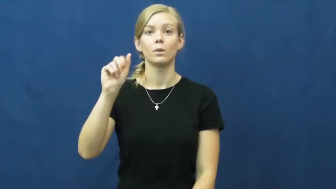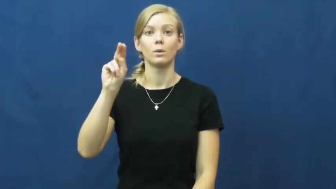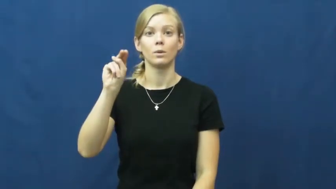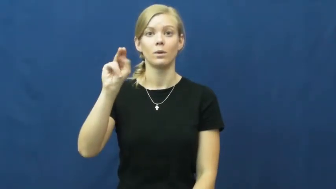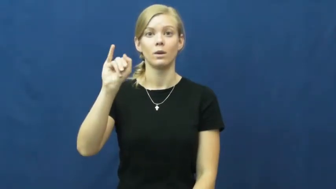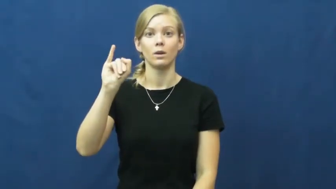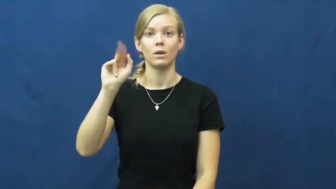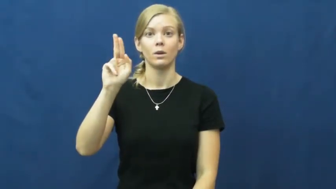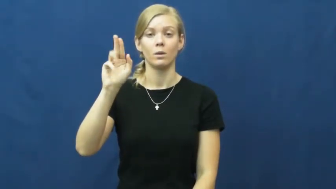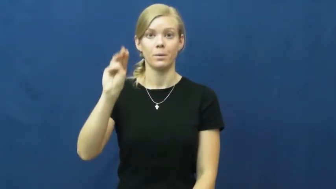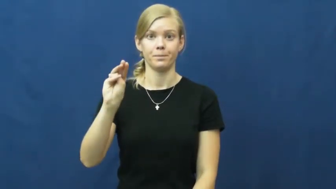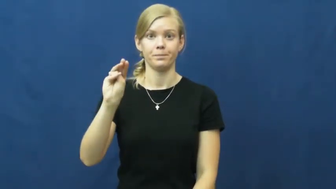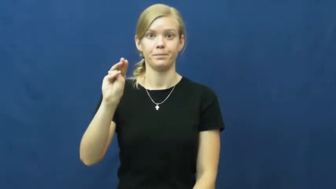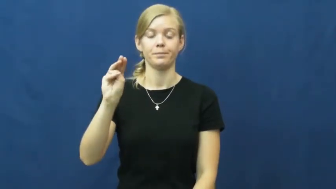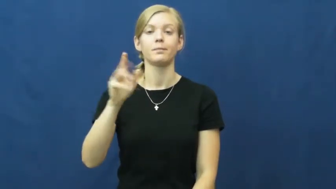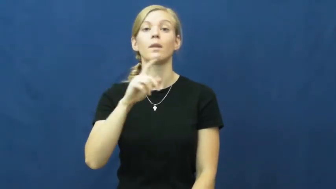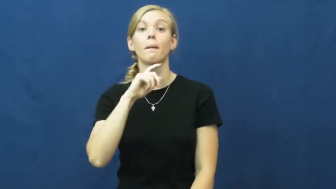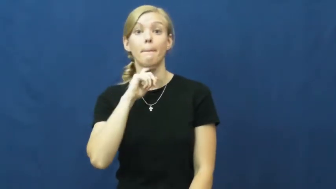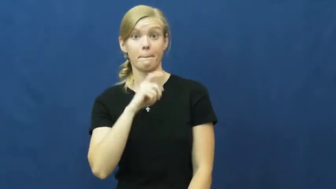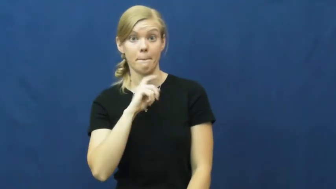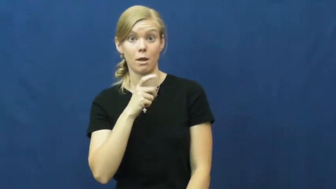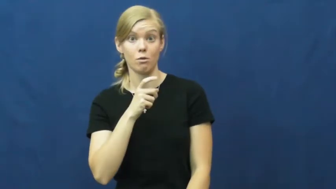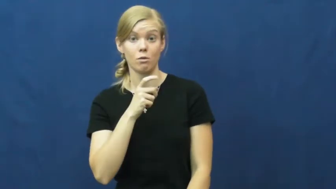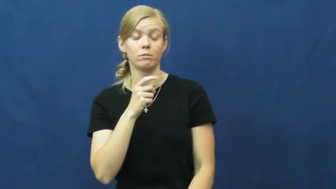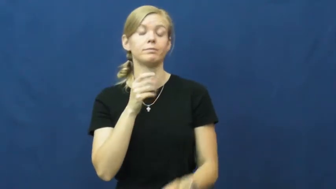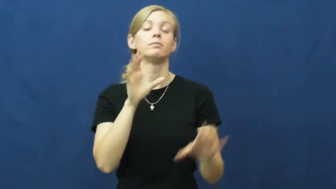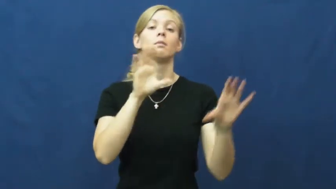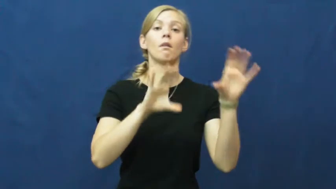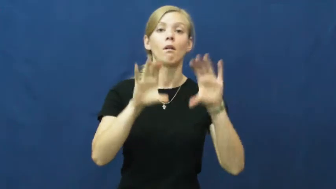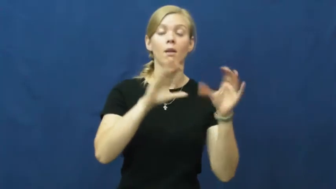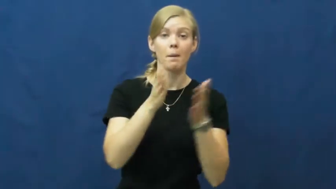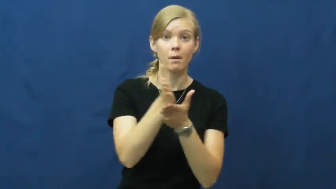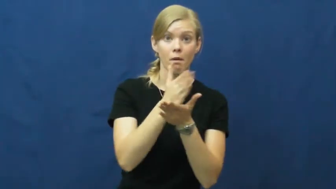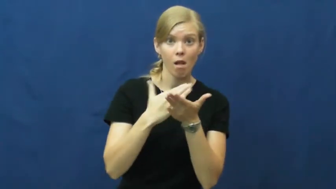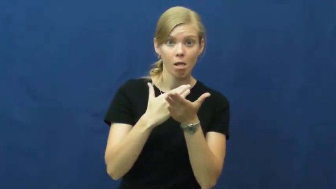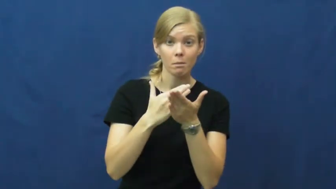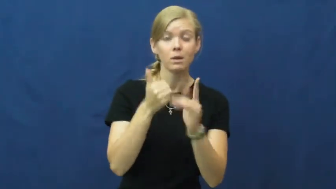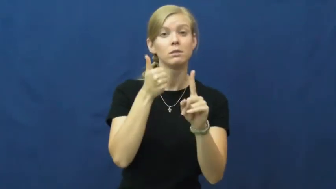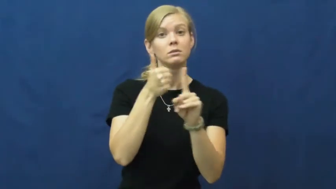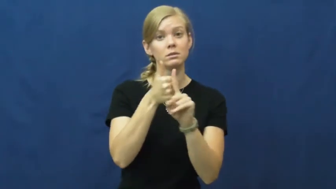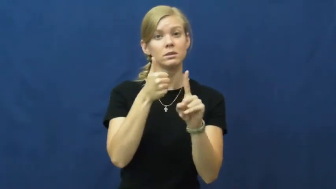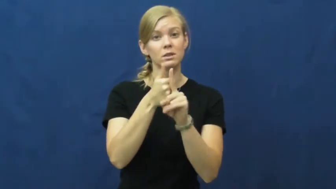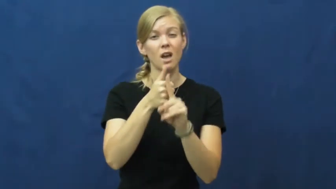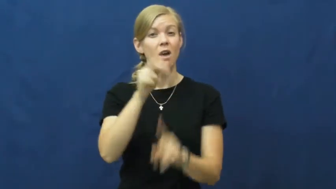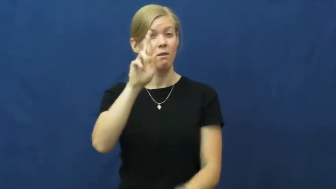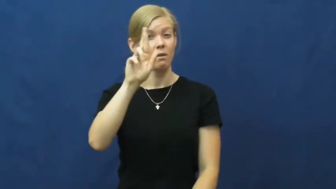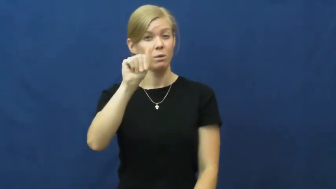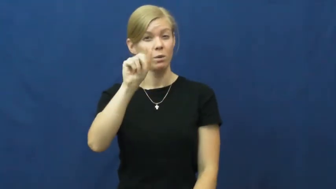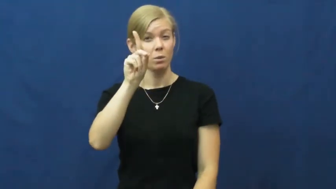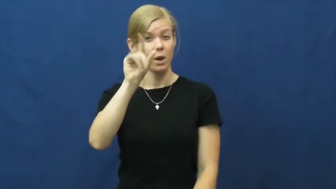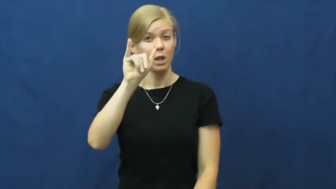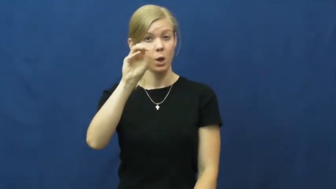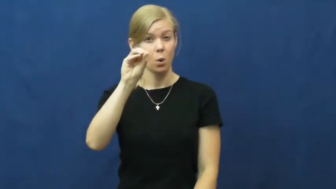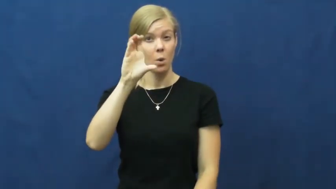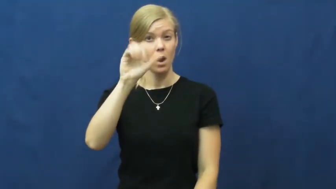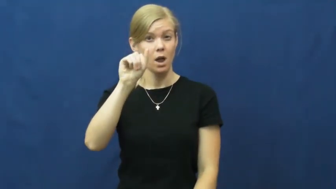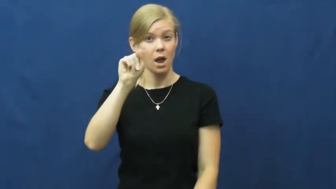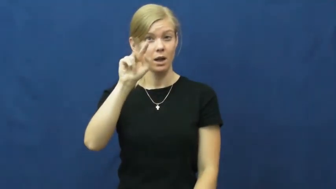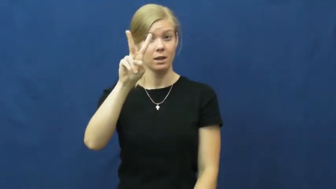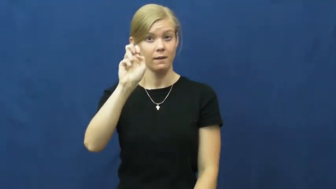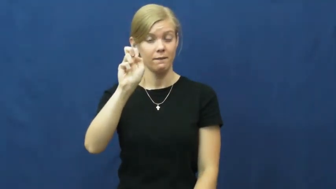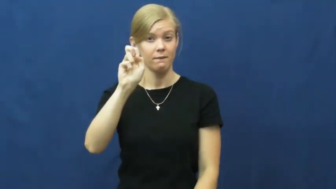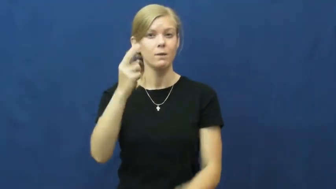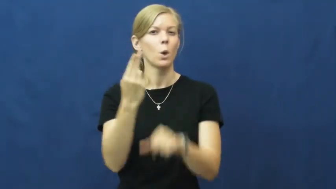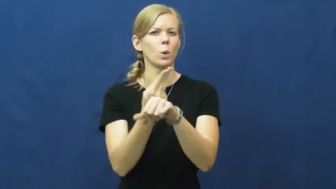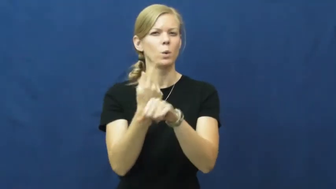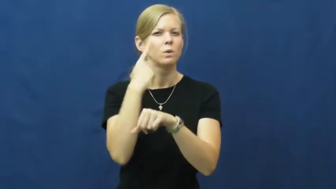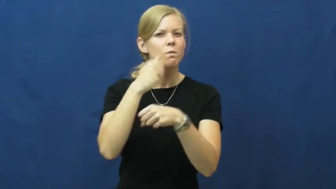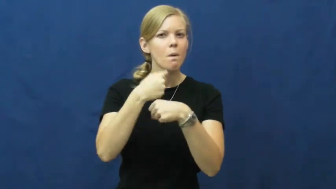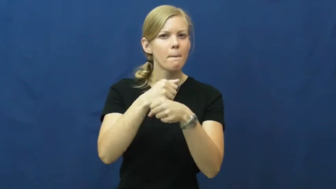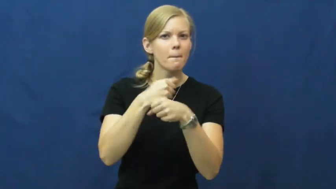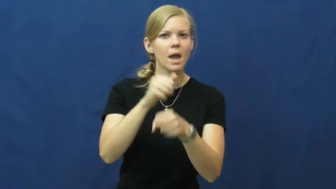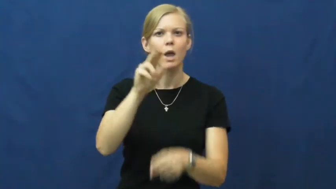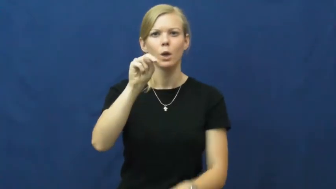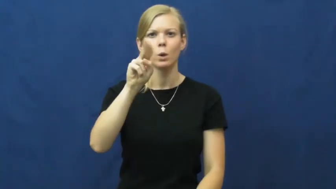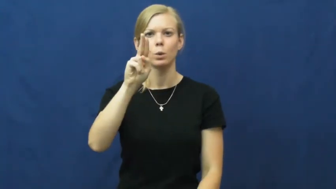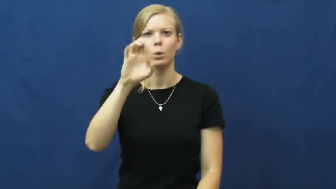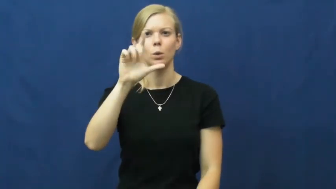uranium